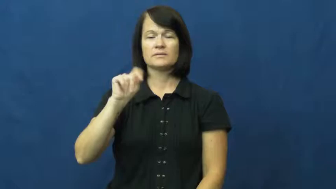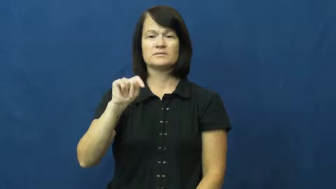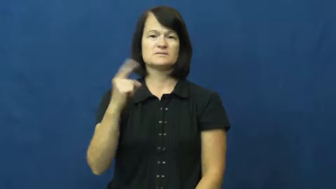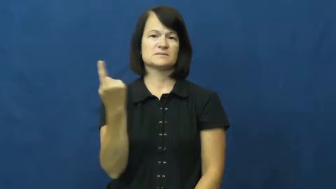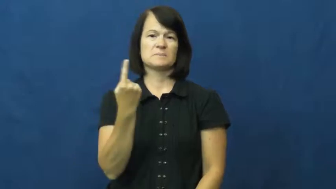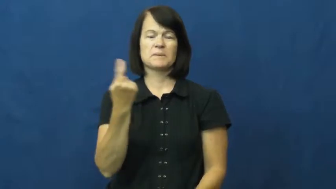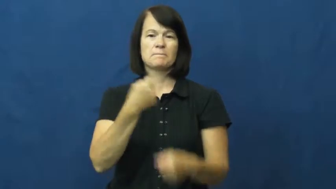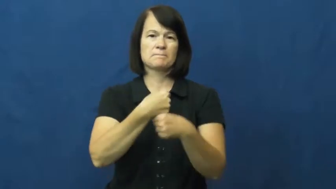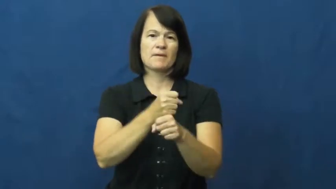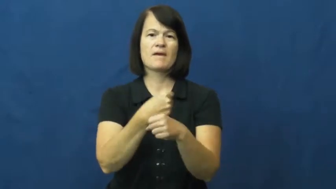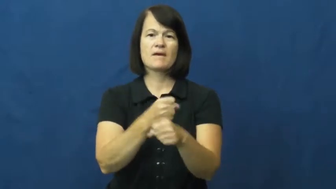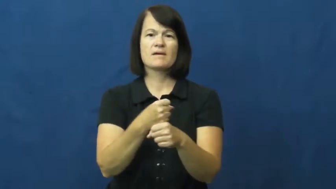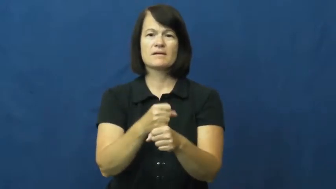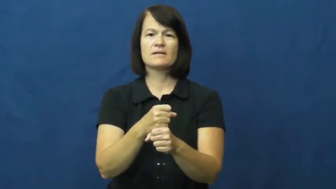product,creation